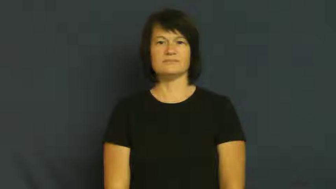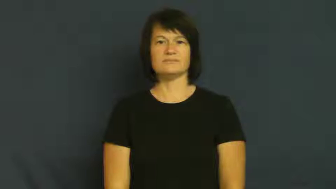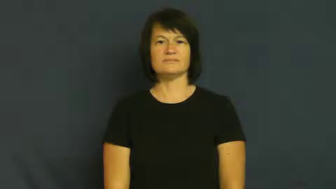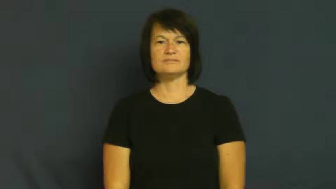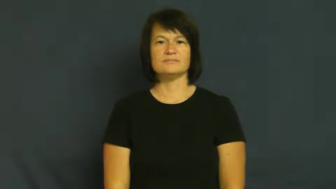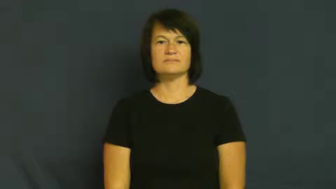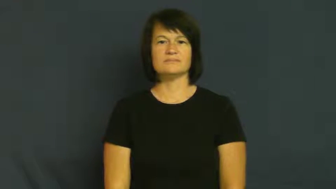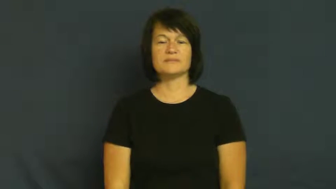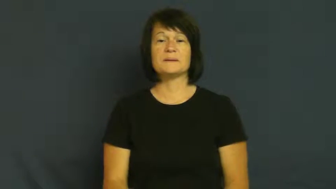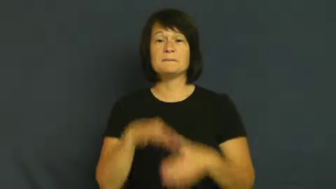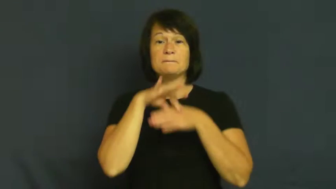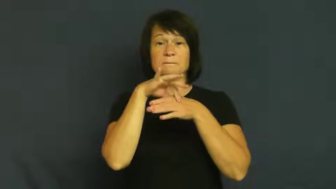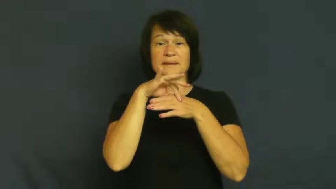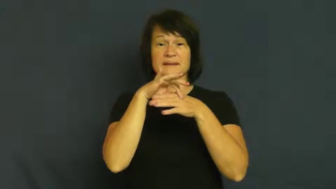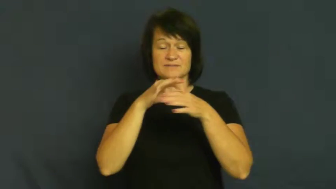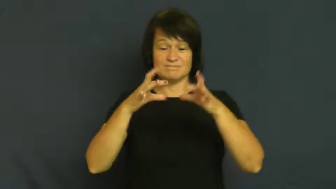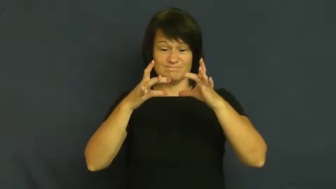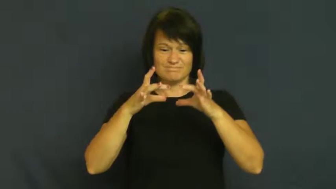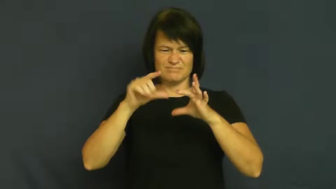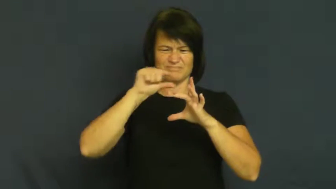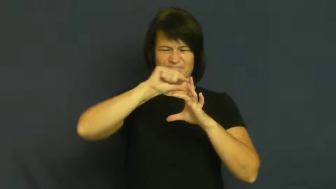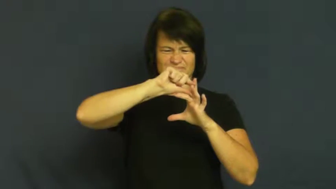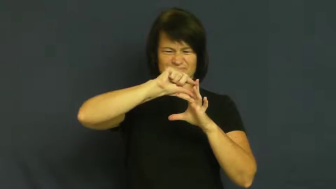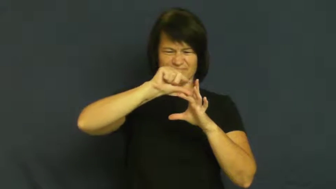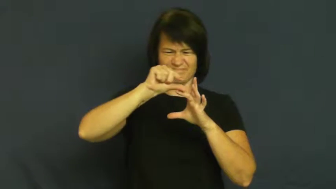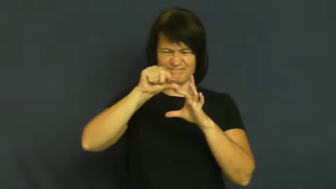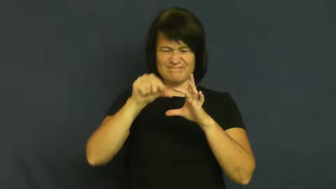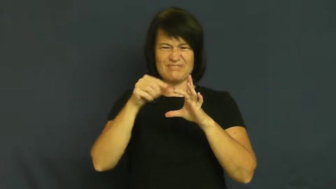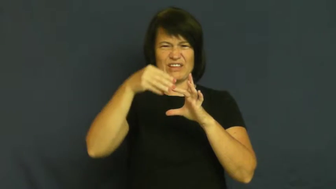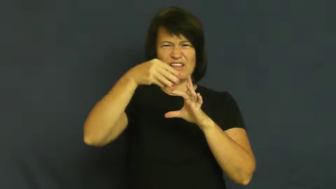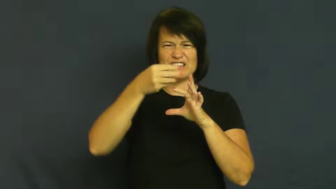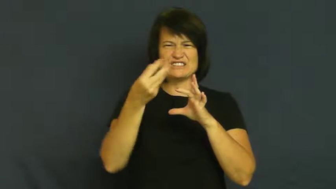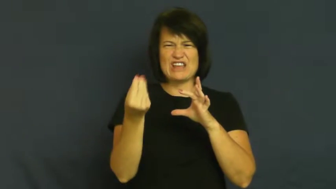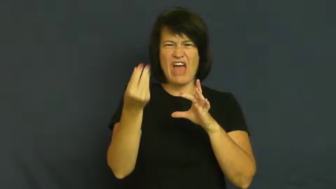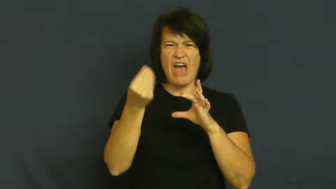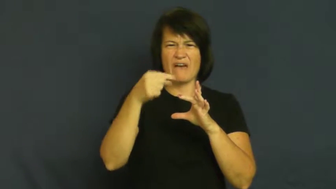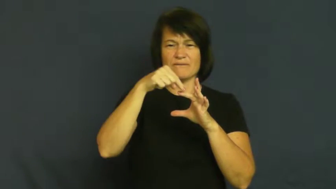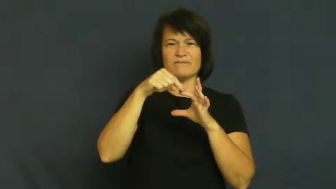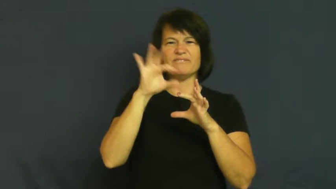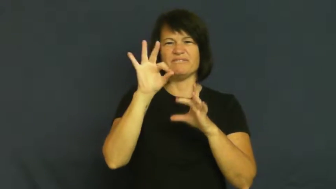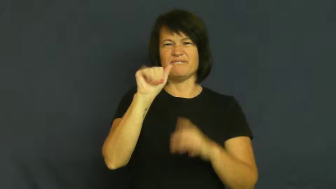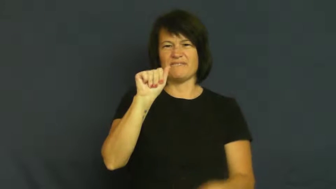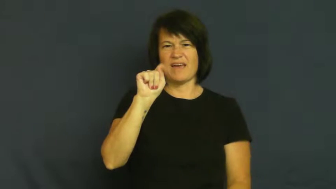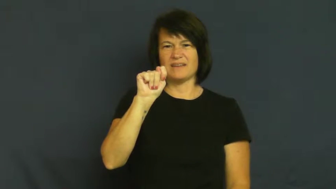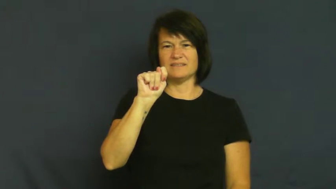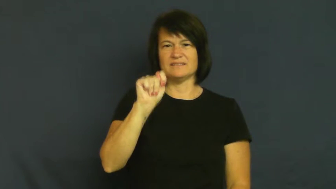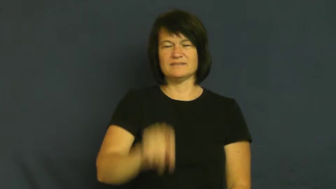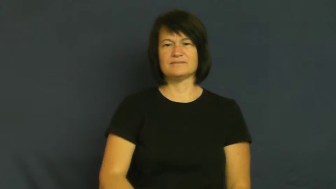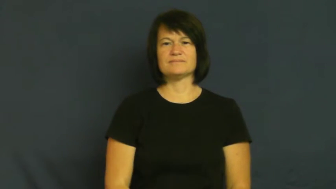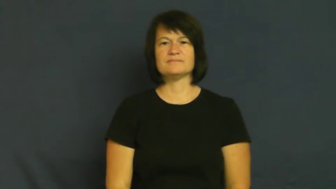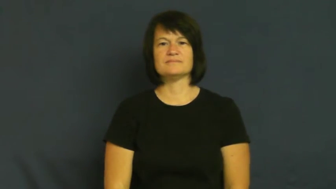fat,adipose-meat